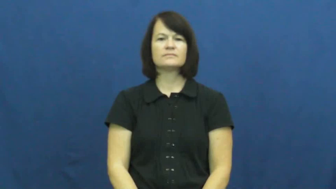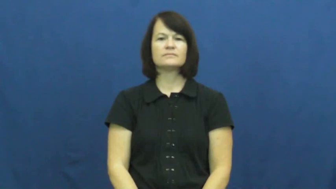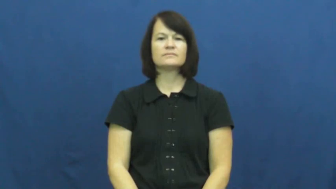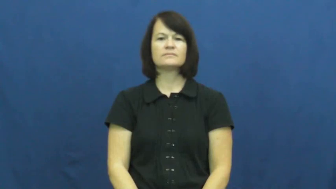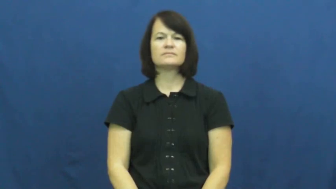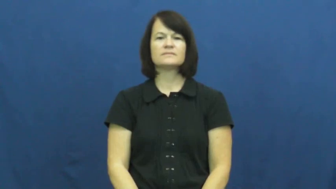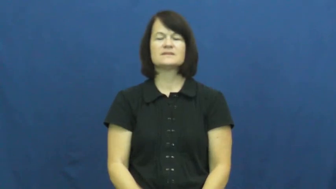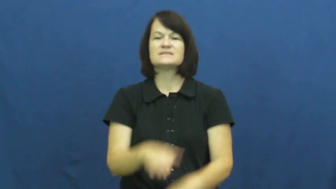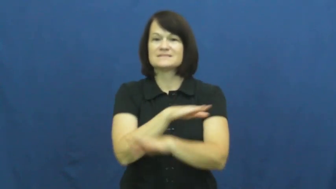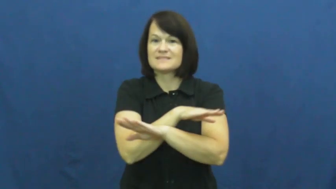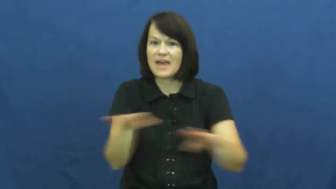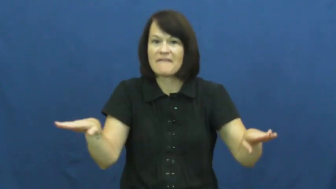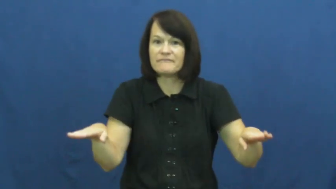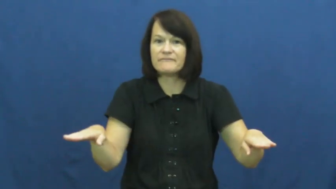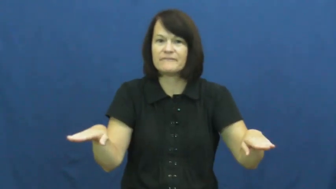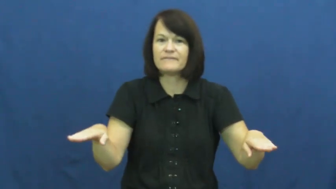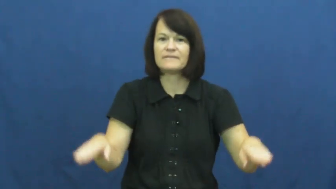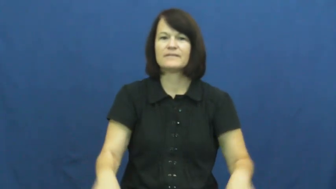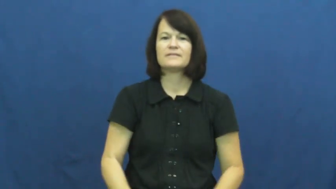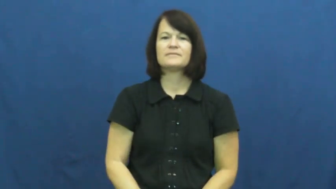safe-baseball